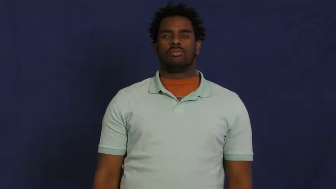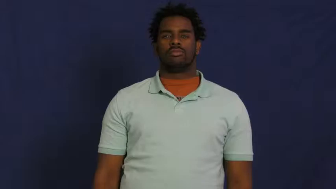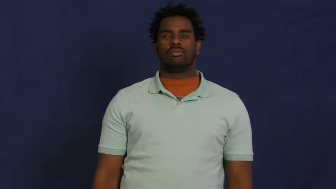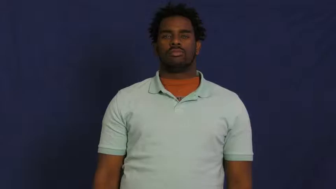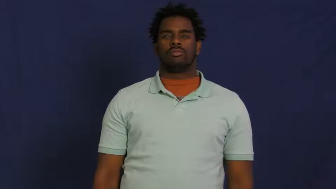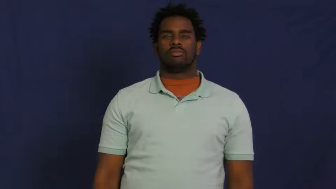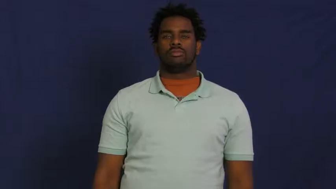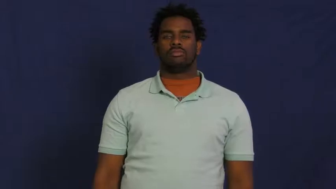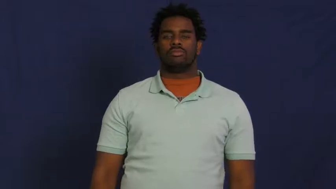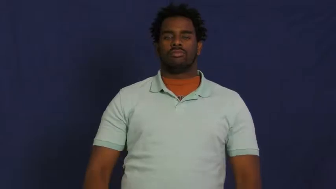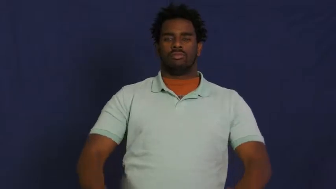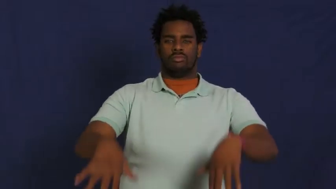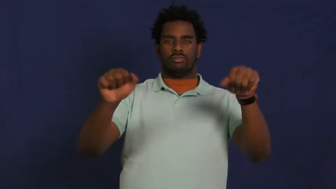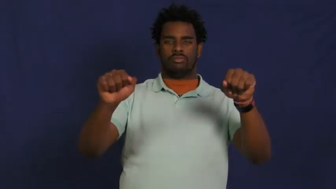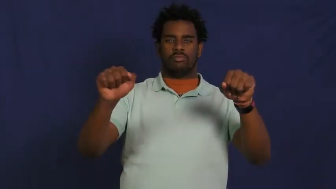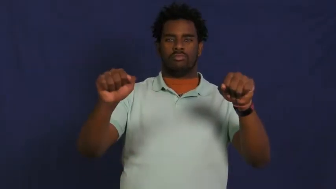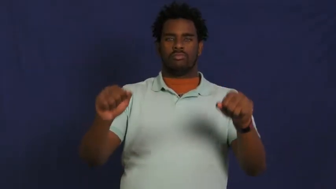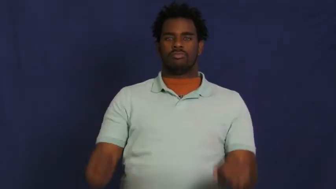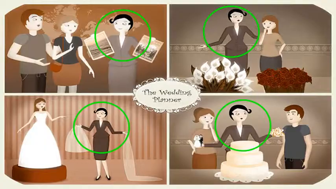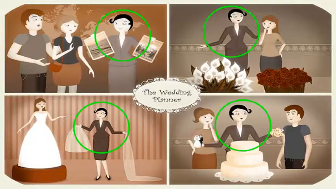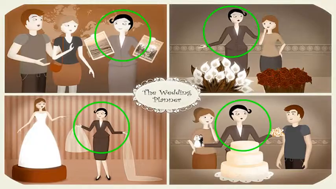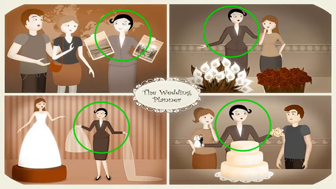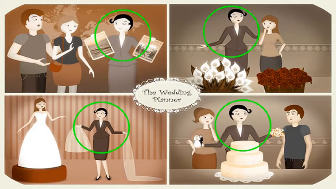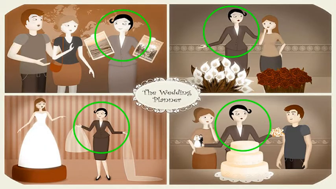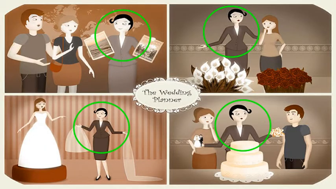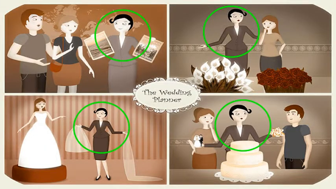hold-event